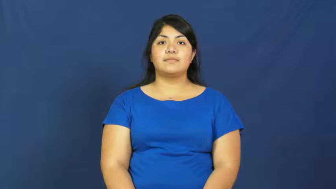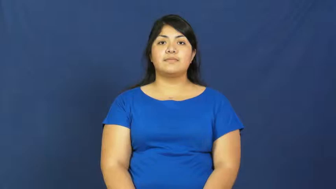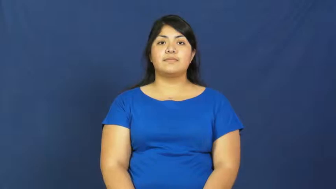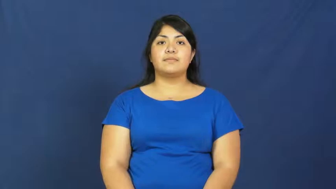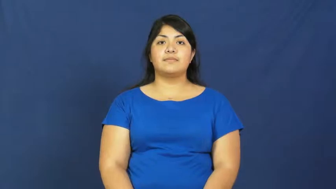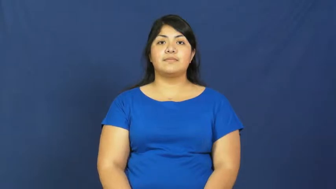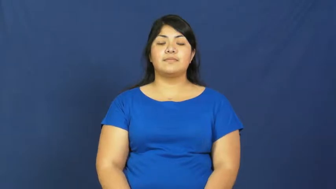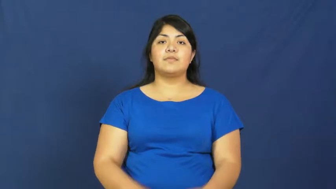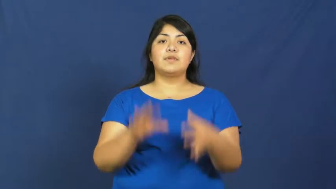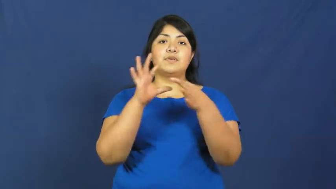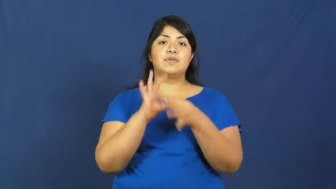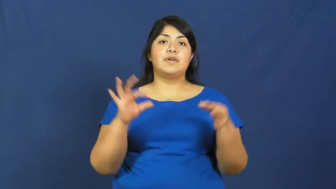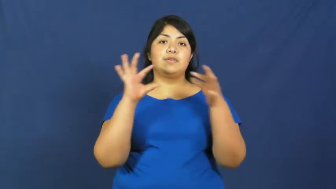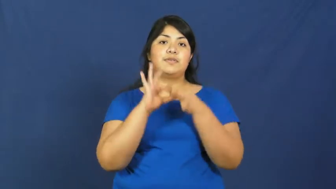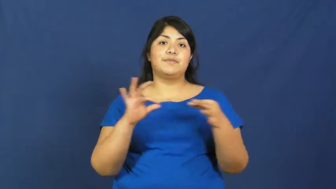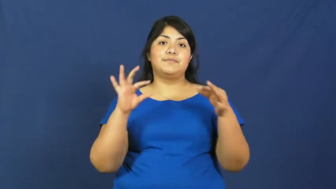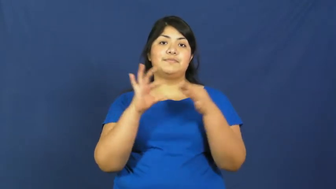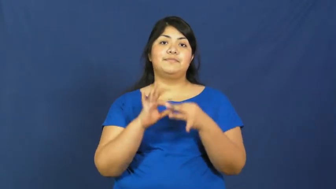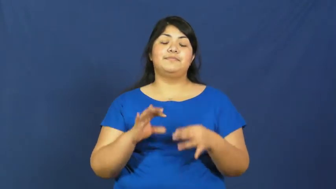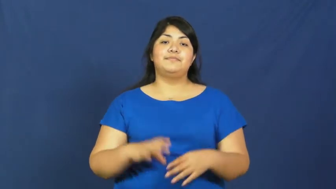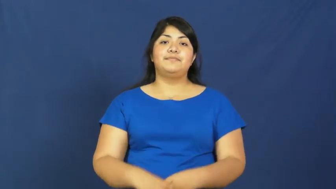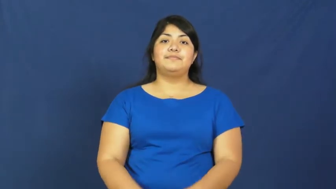narrate